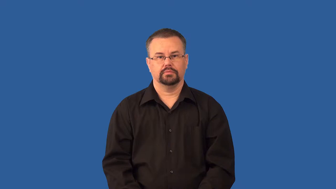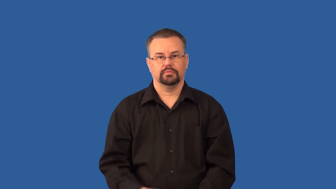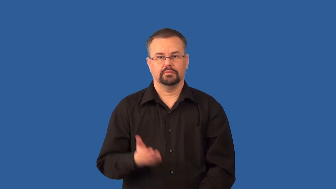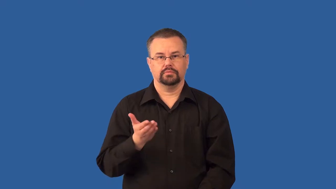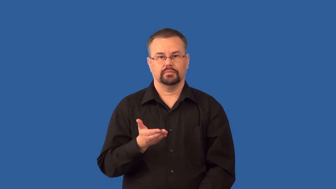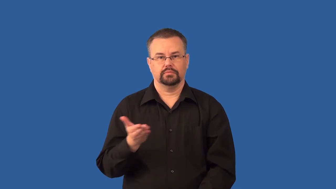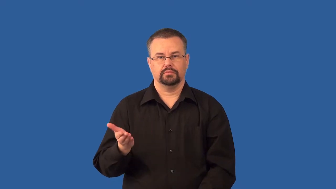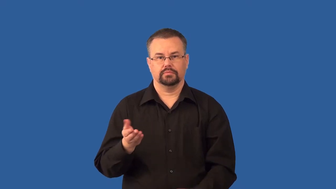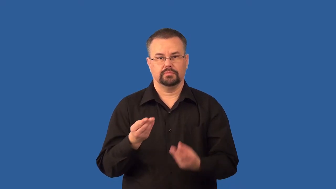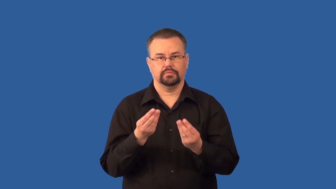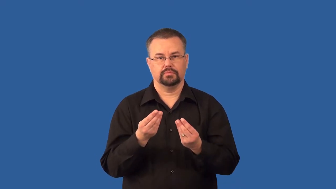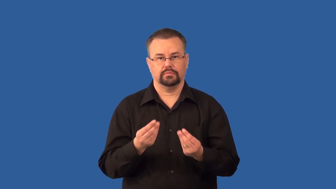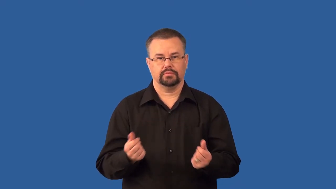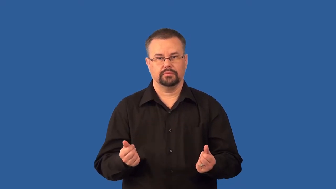solute